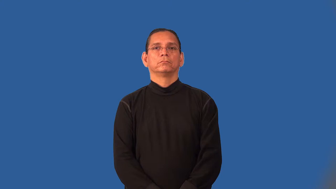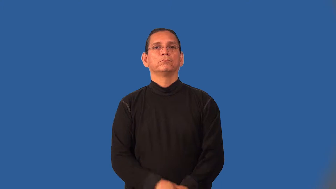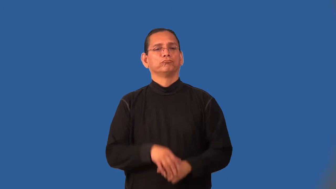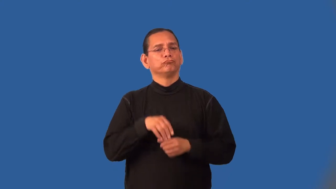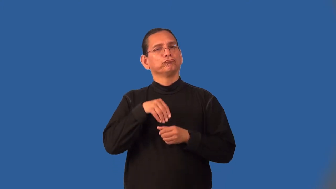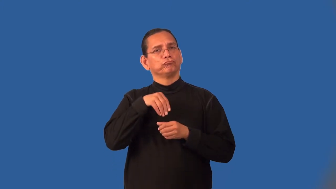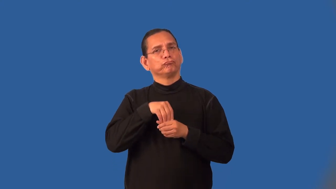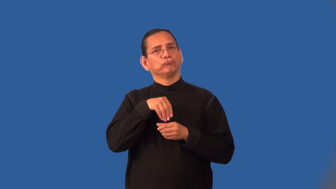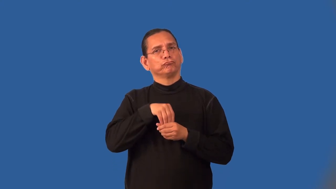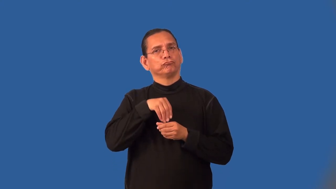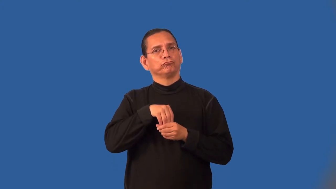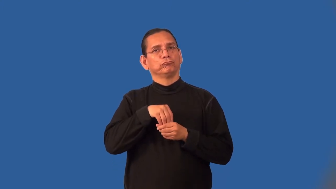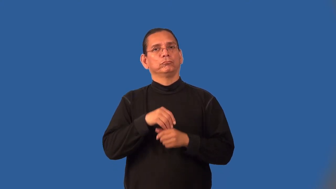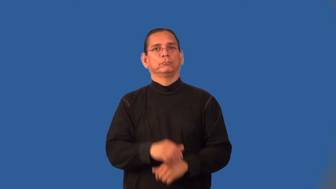internalize